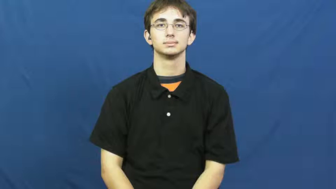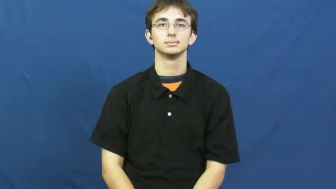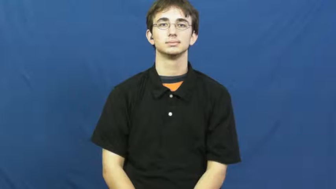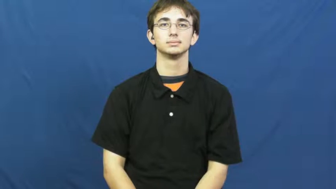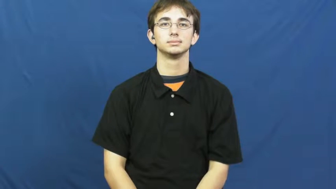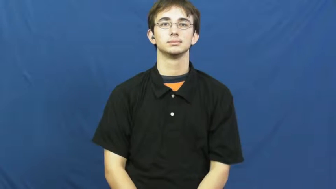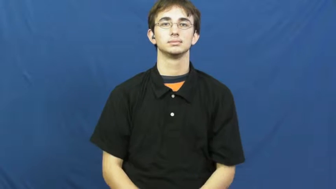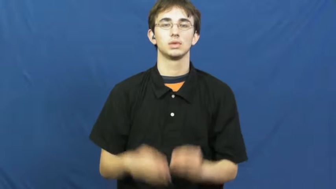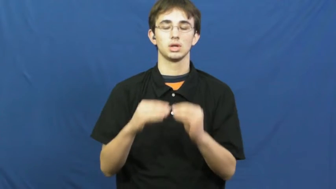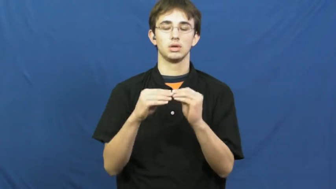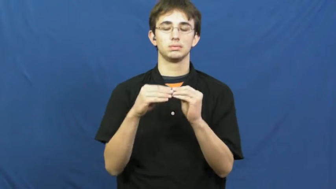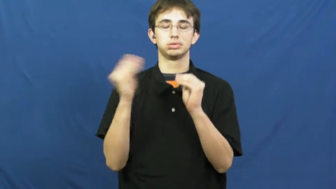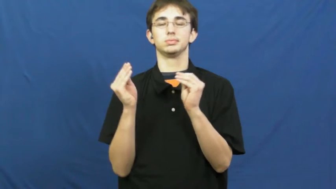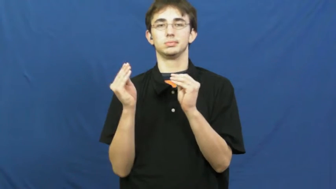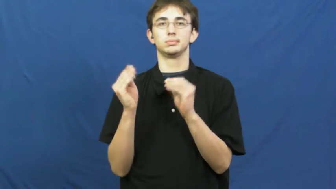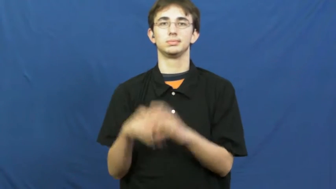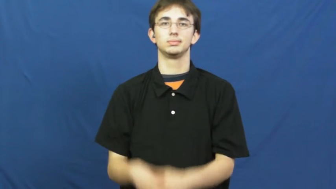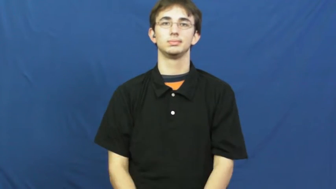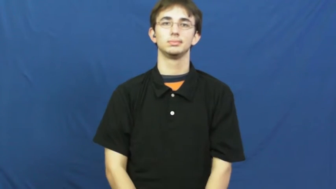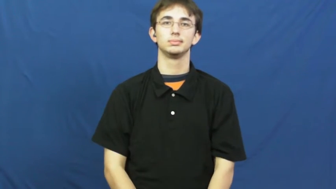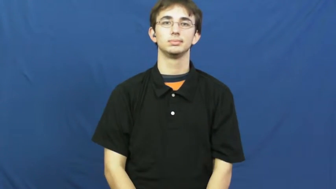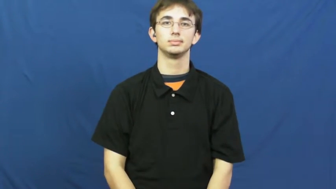crisp-crispy